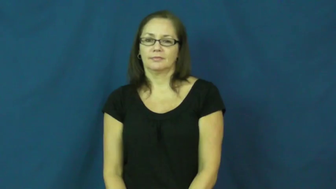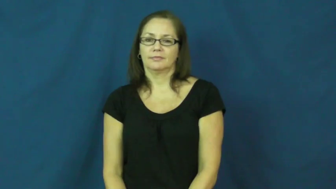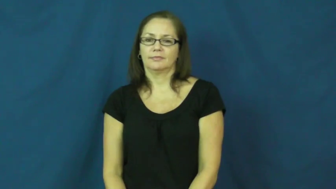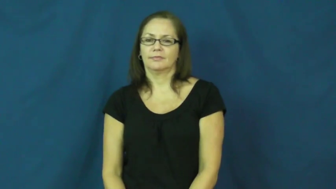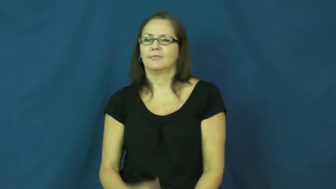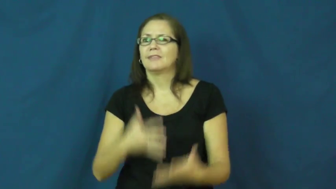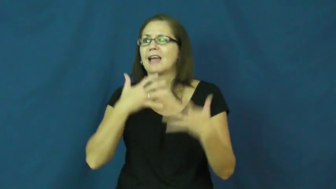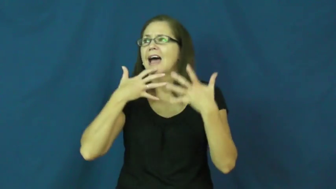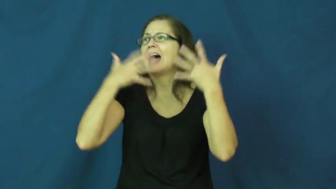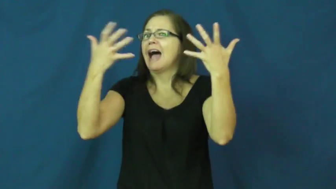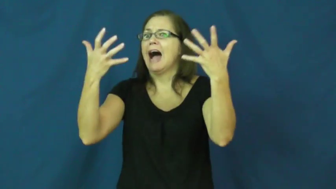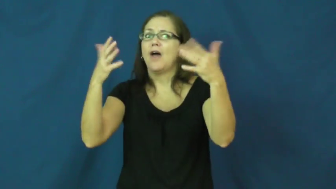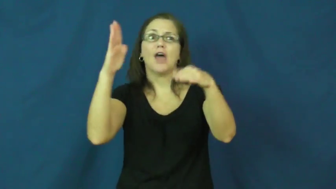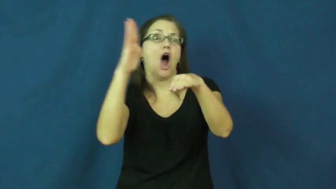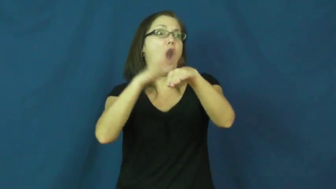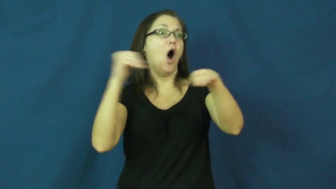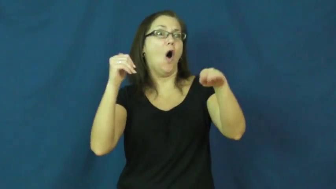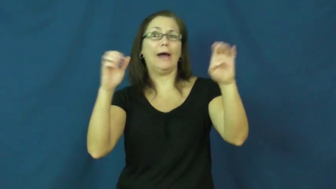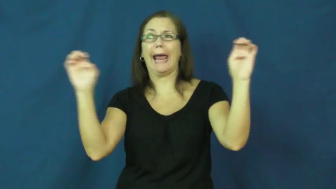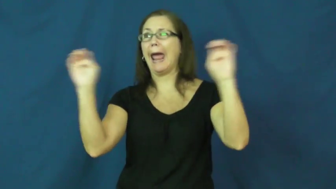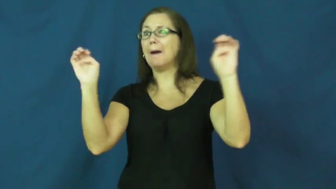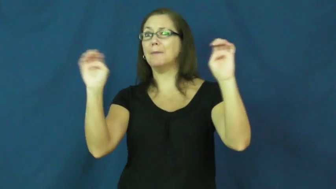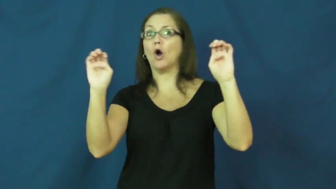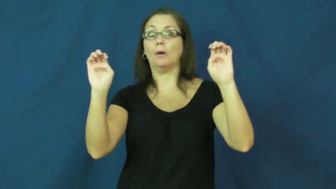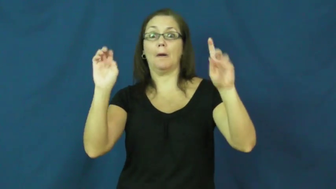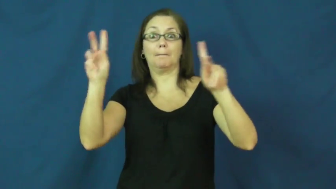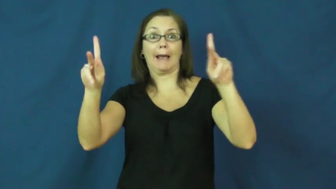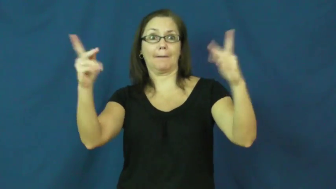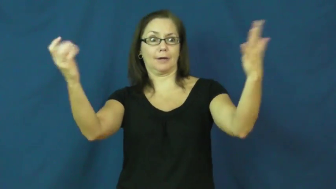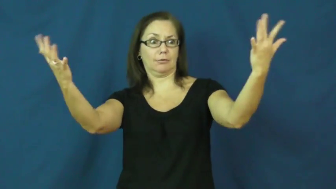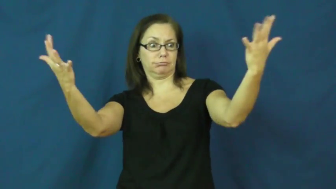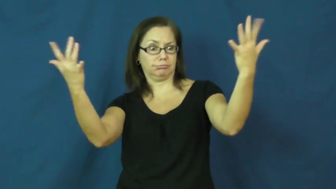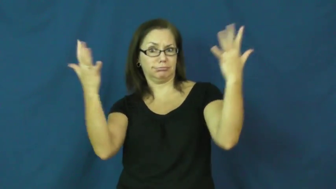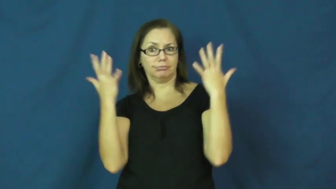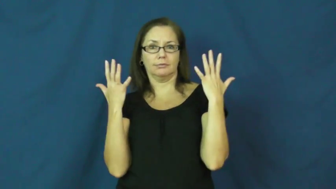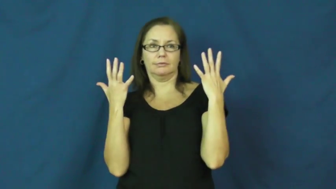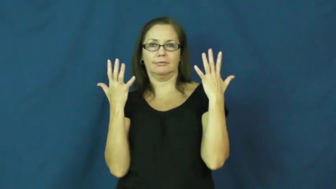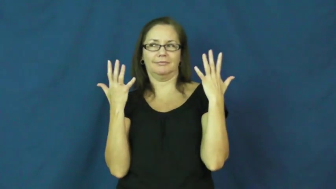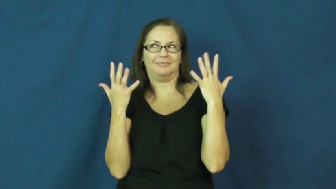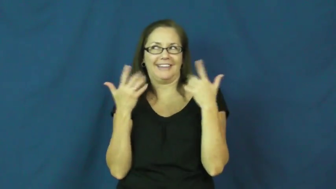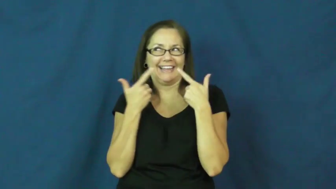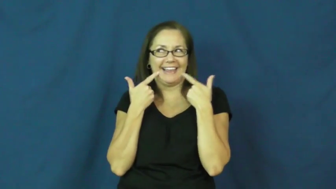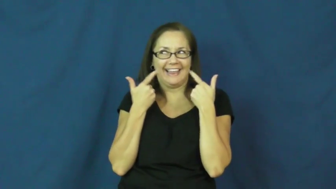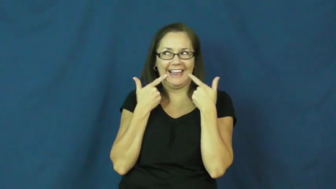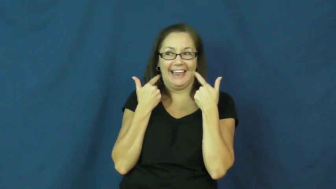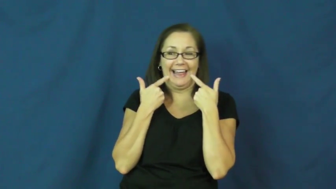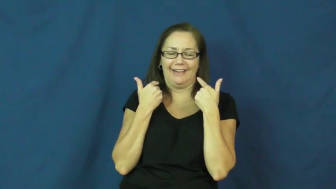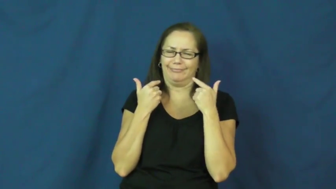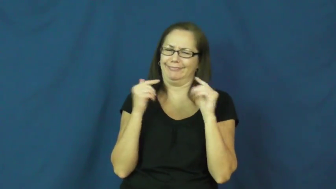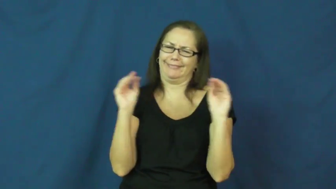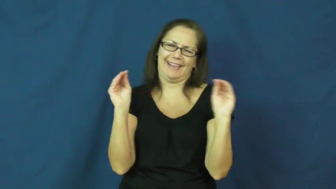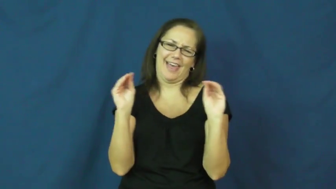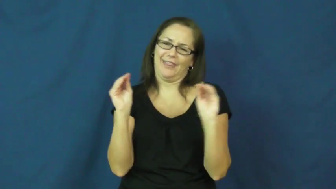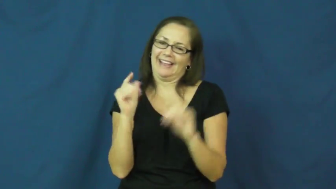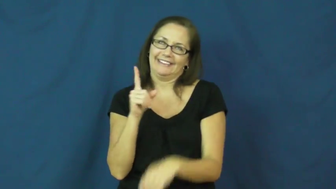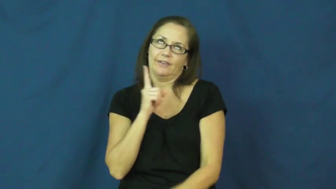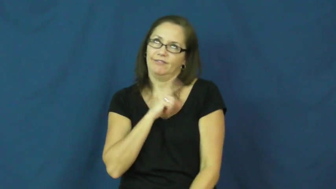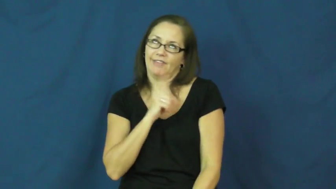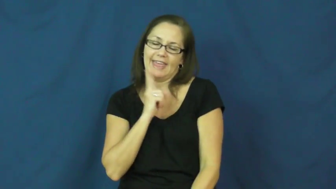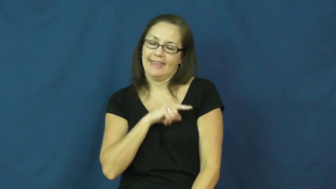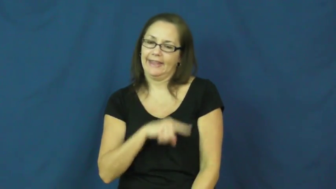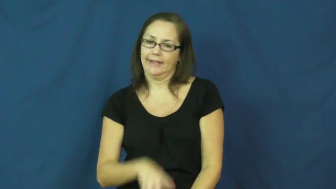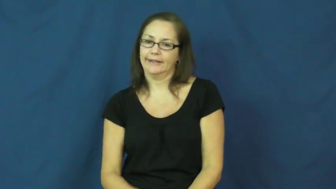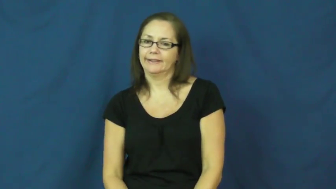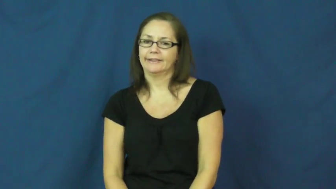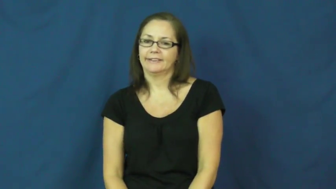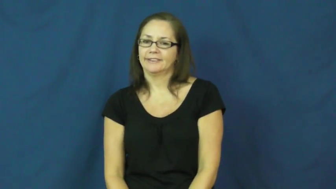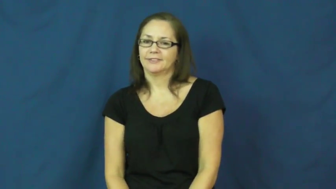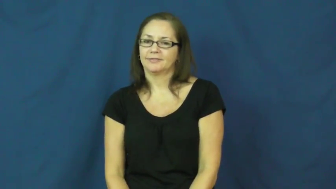"cry wolf"